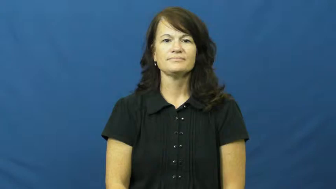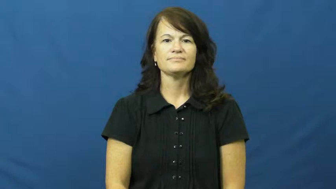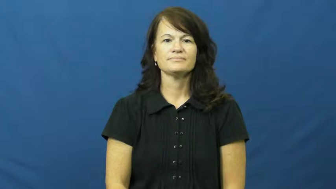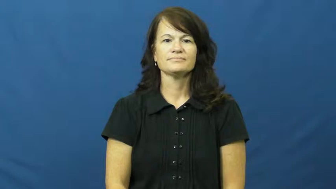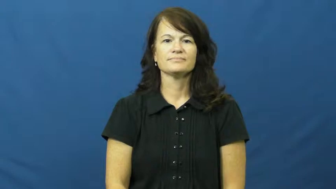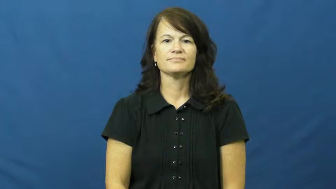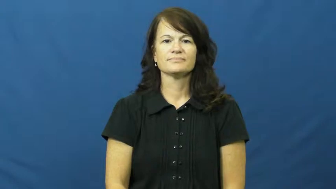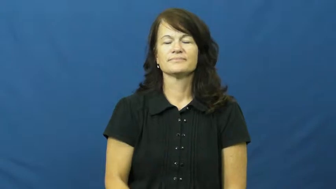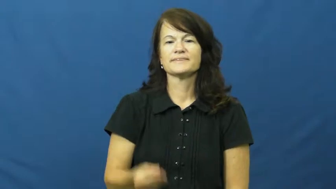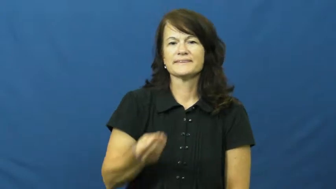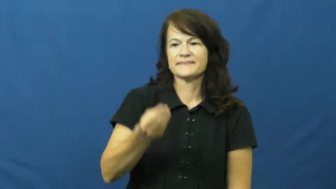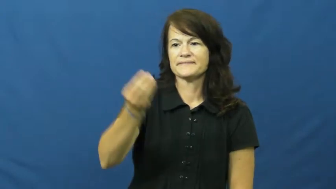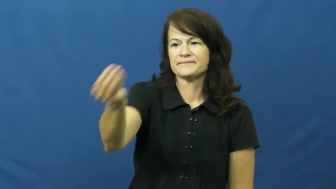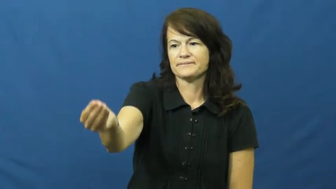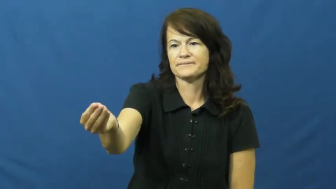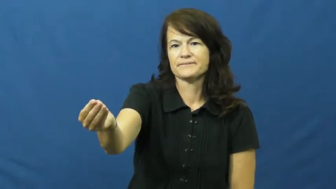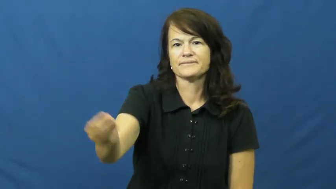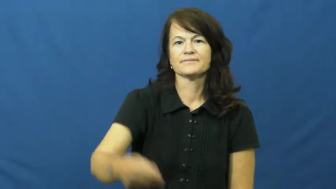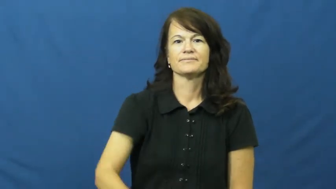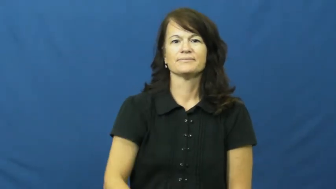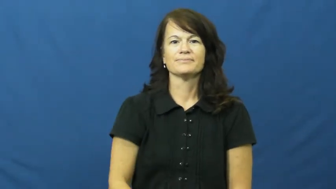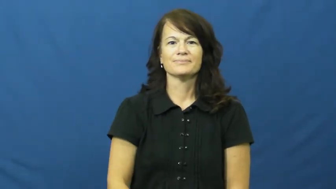hand over